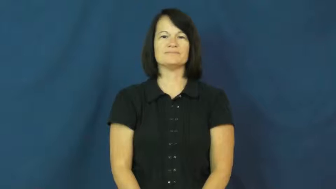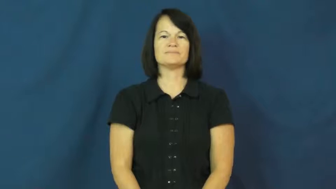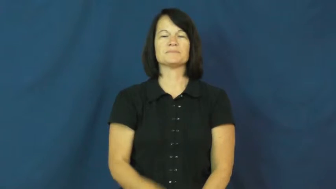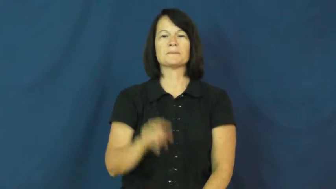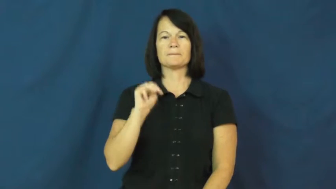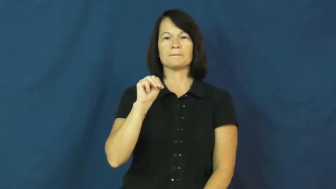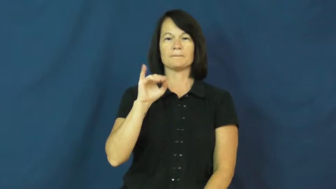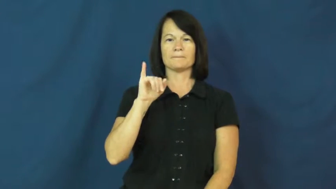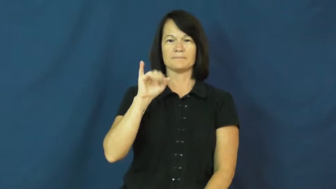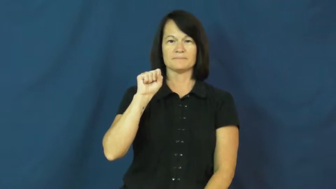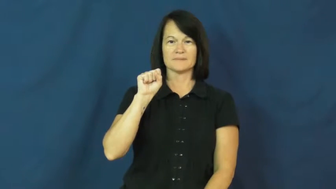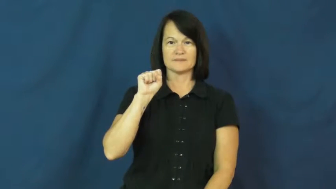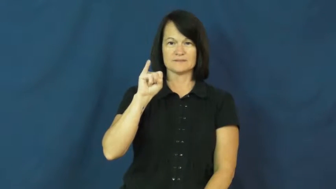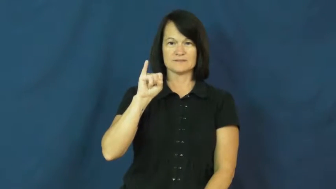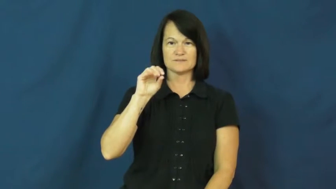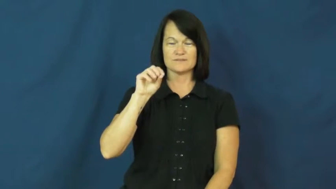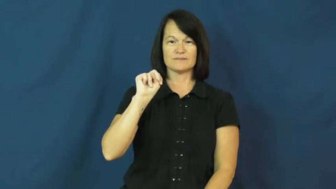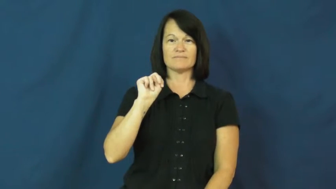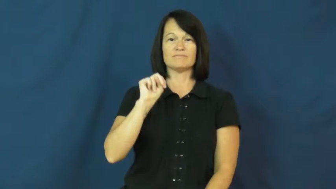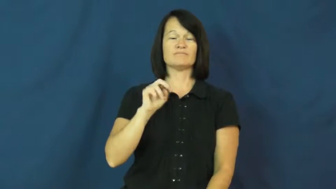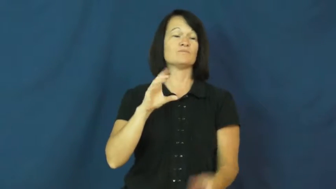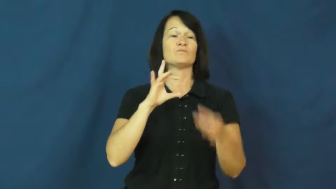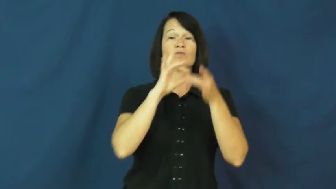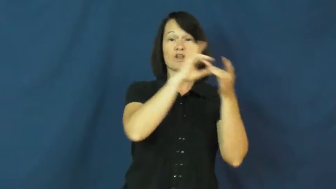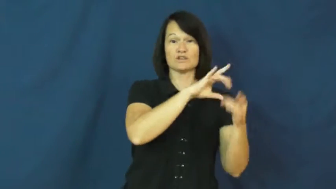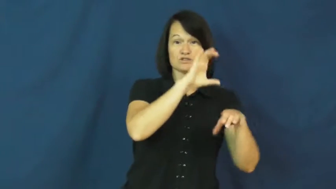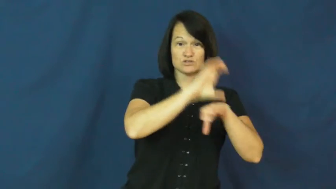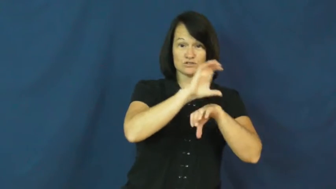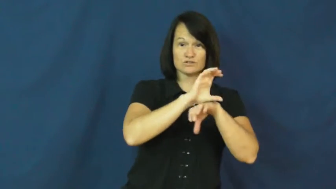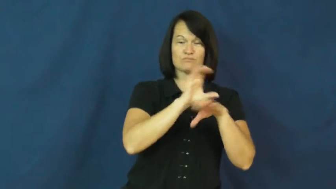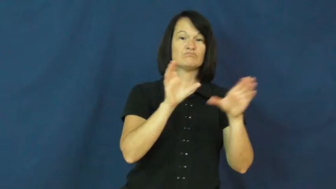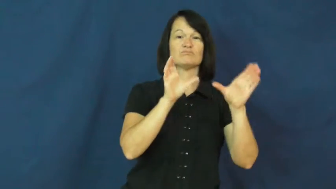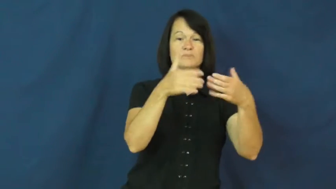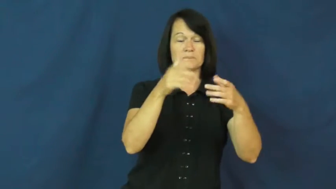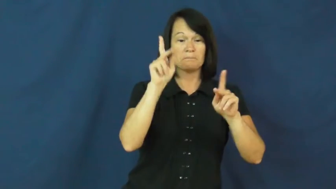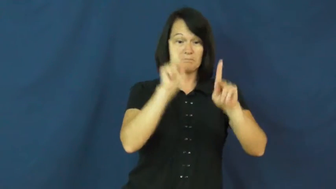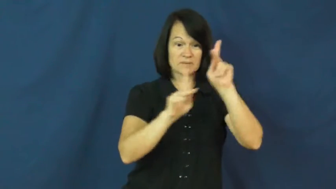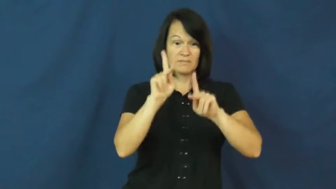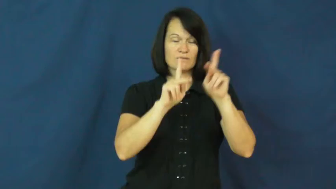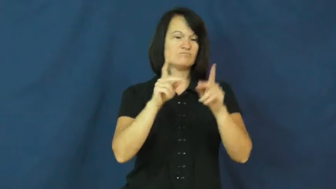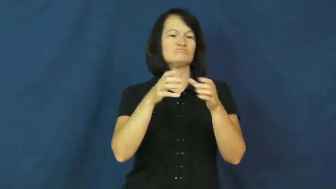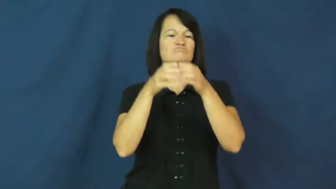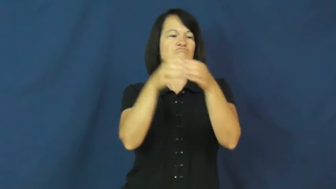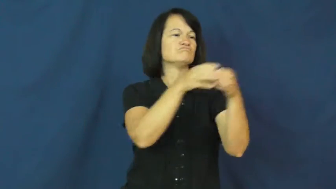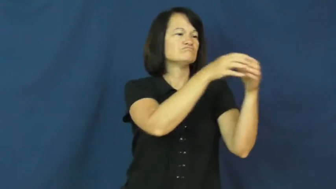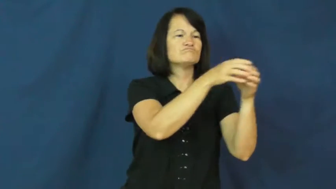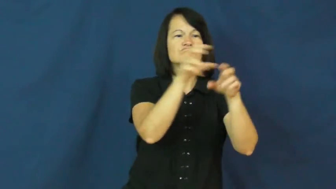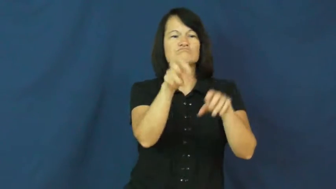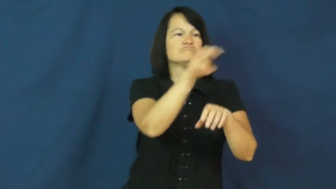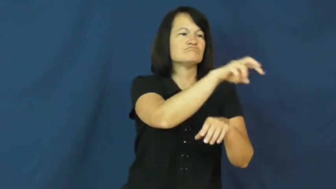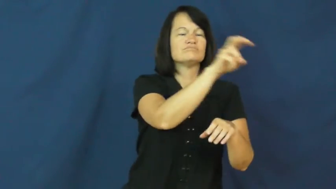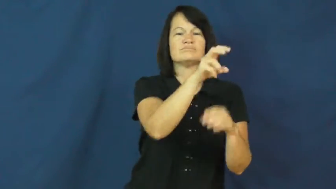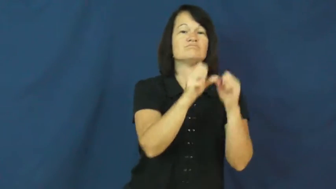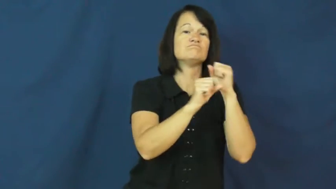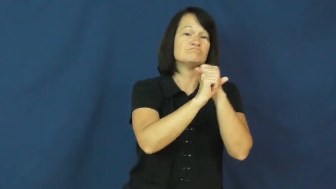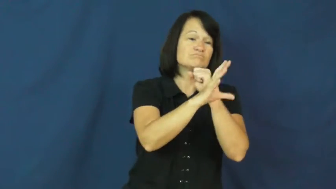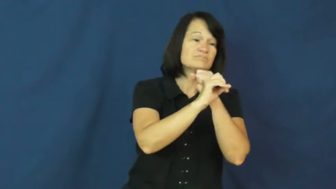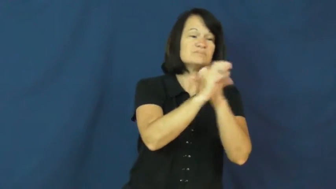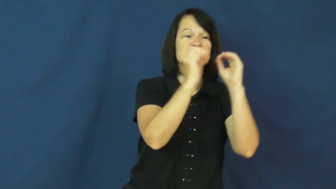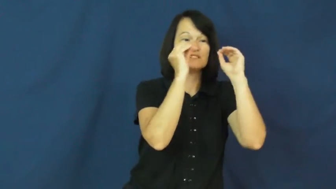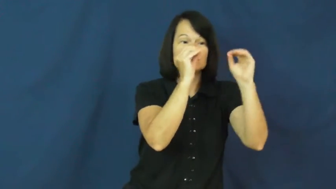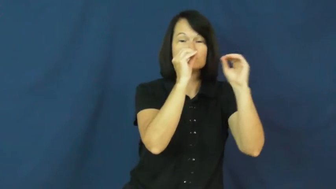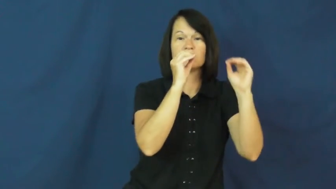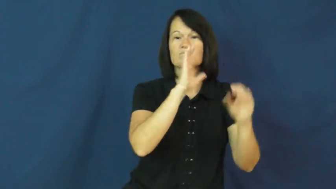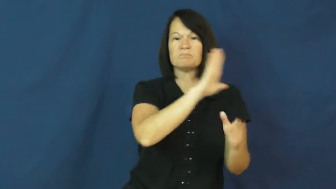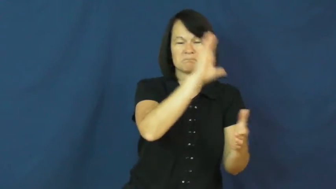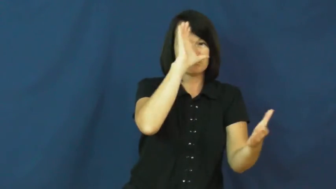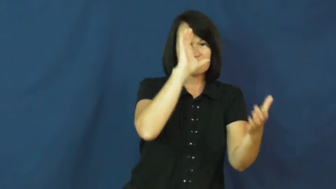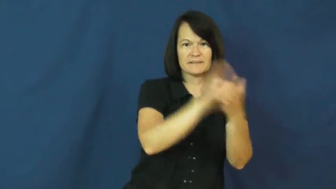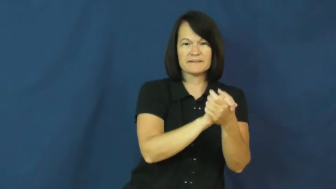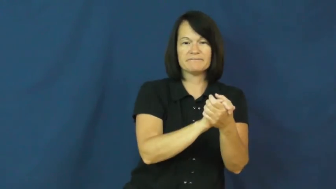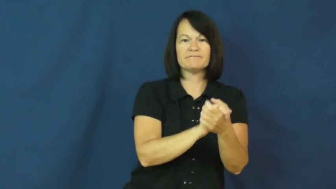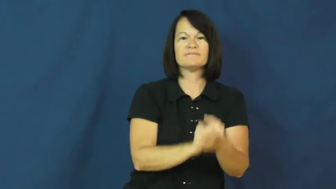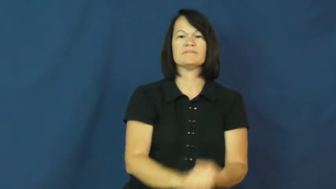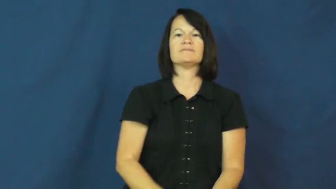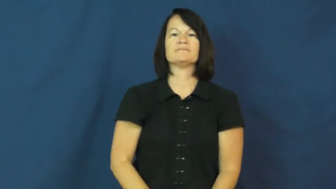mission-trip